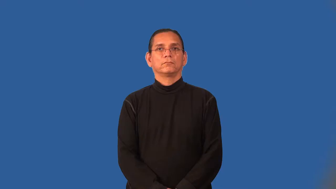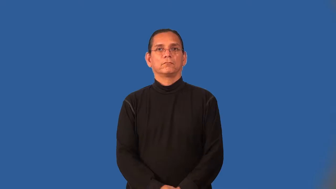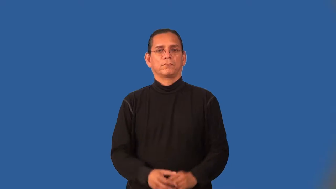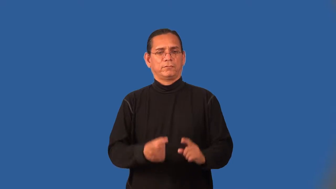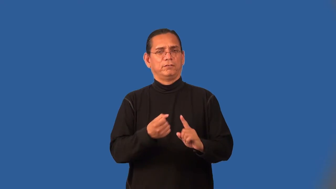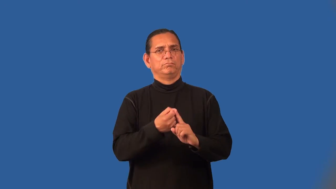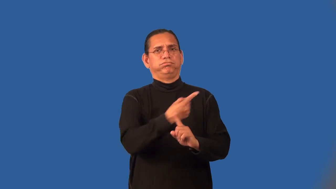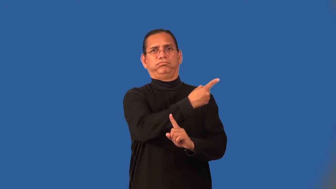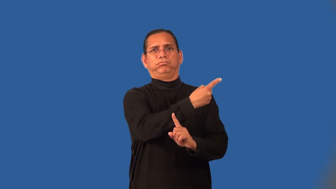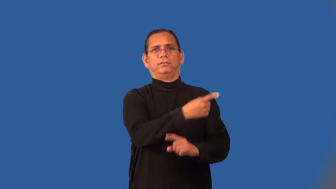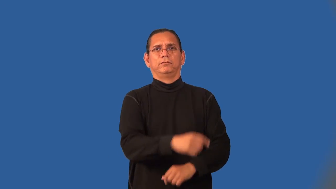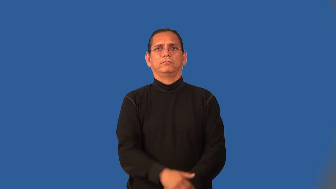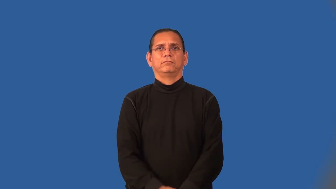off-not accurate